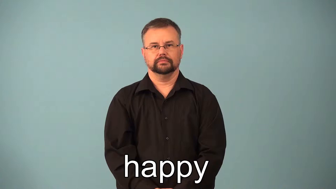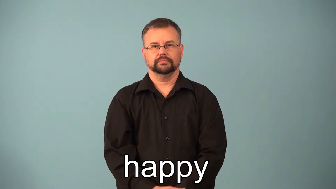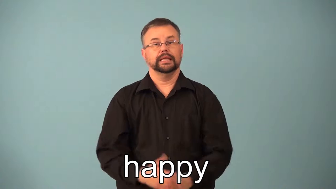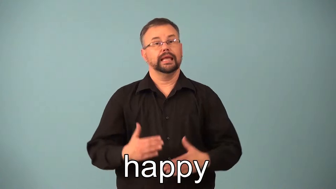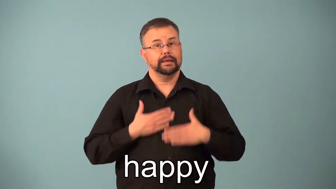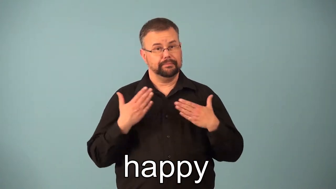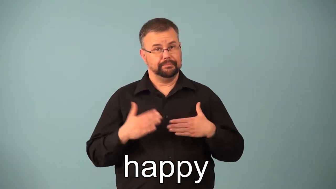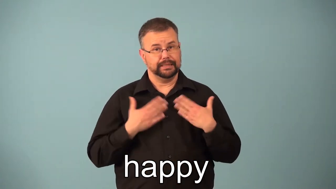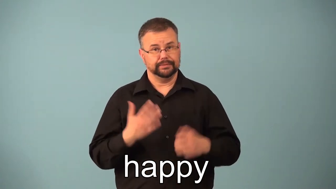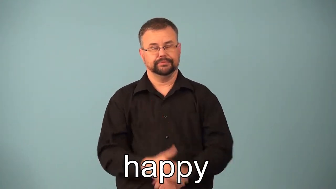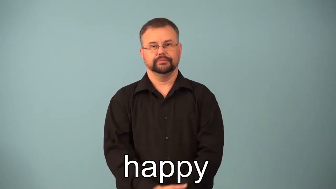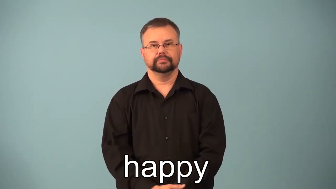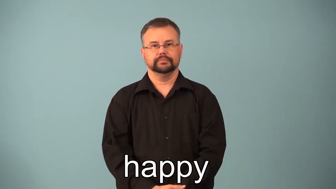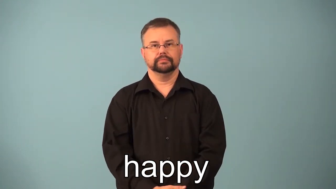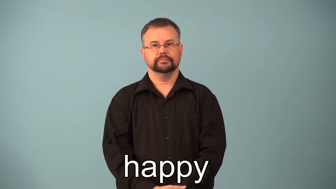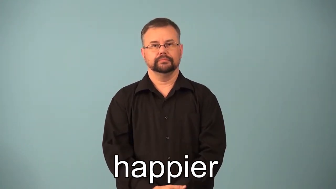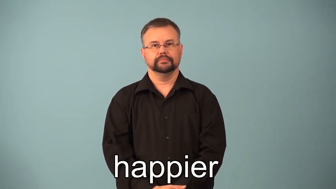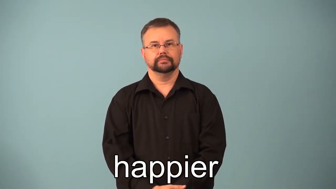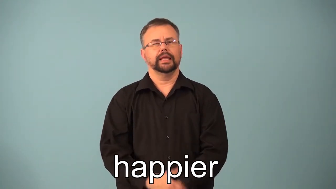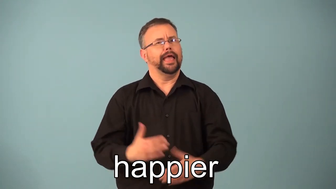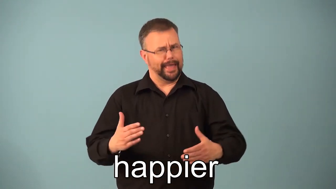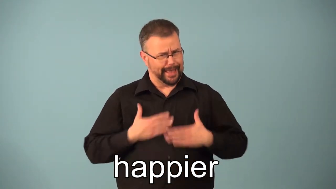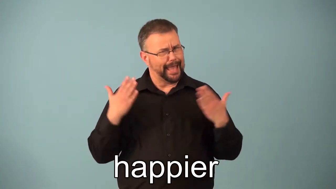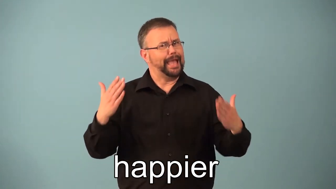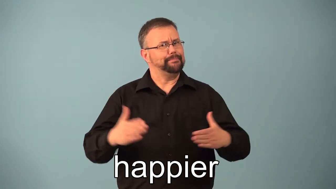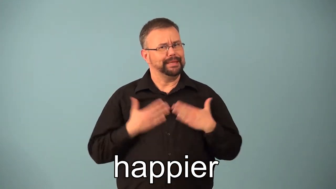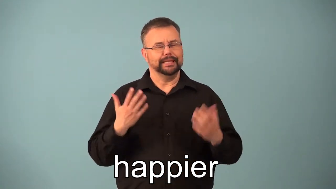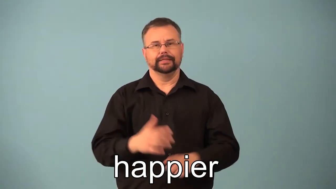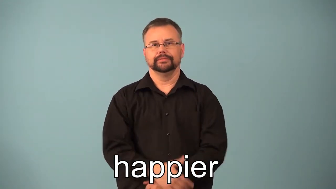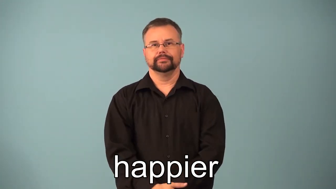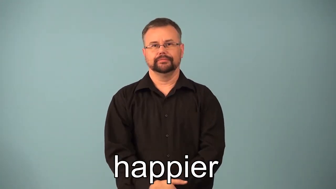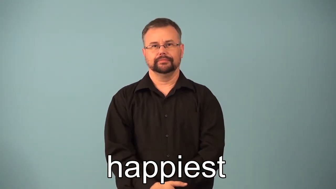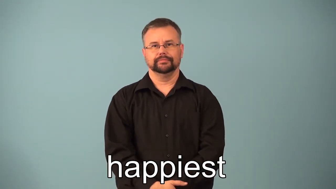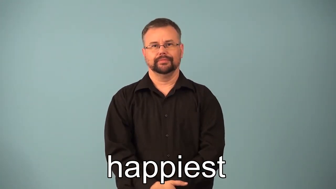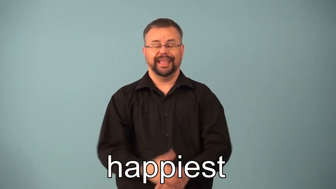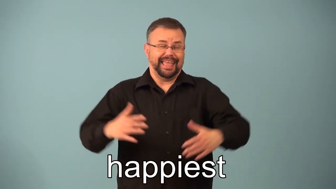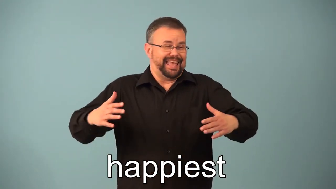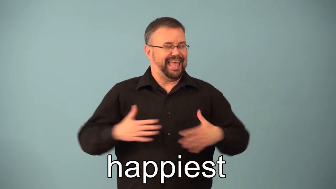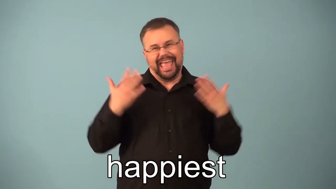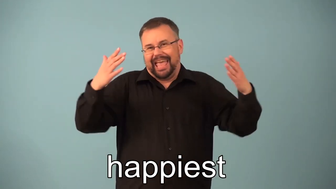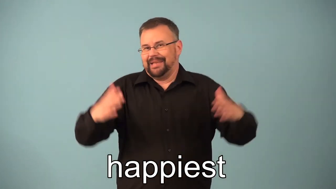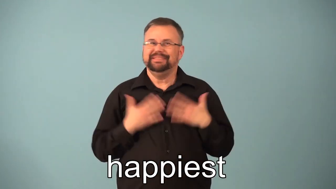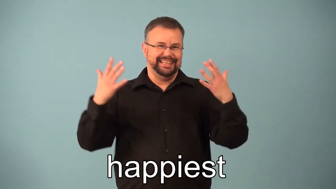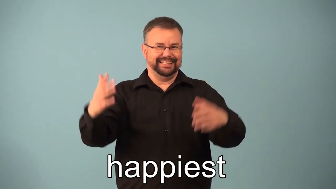happy,happier,happiest